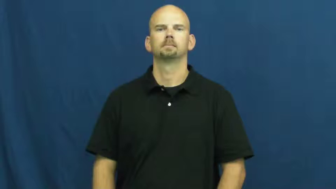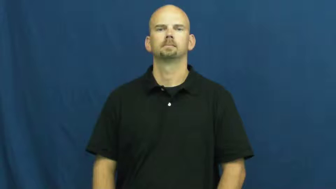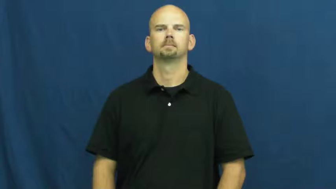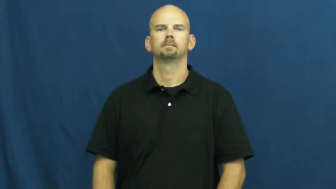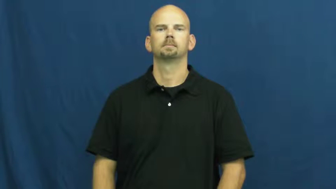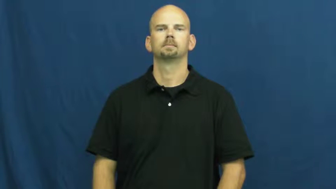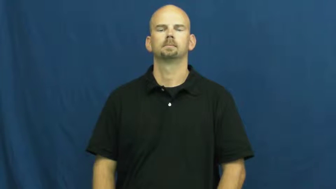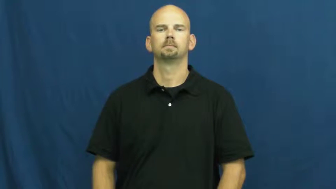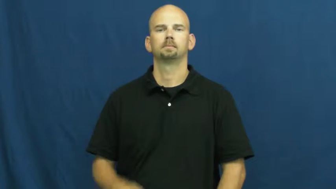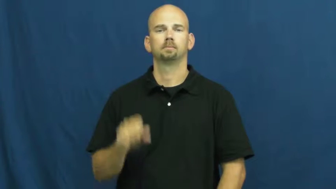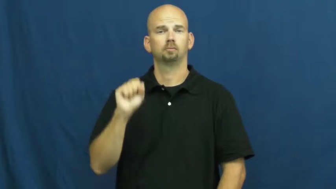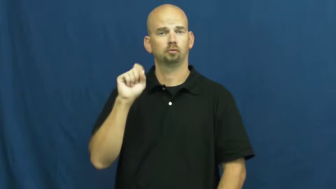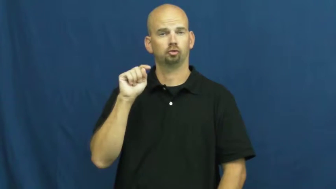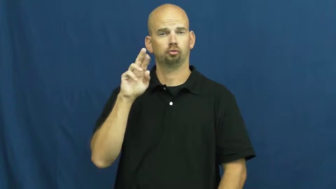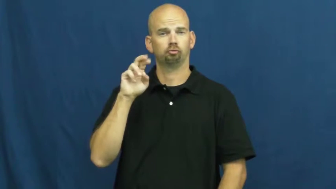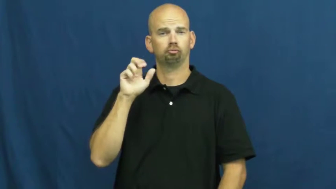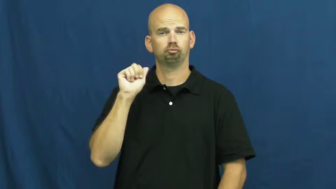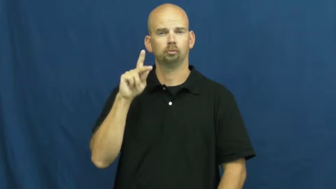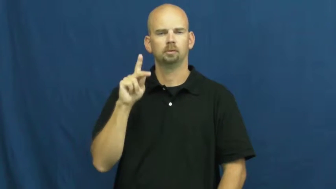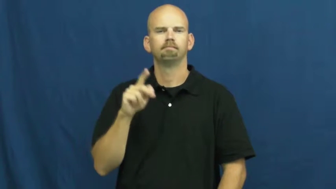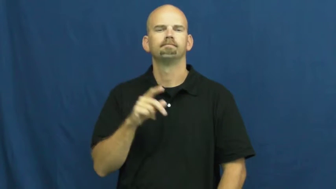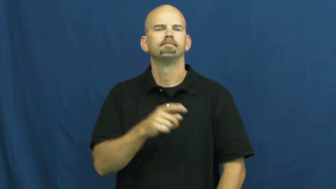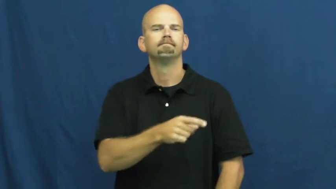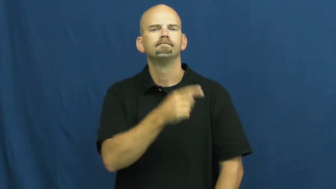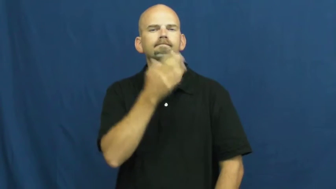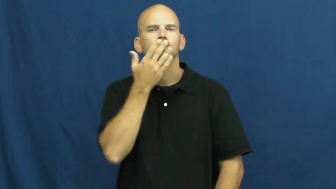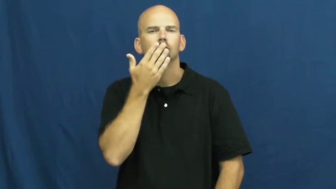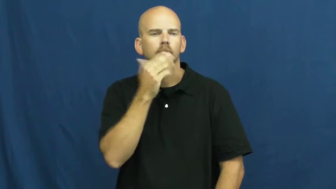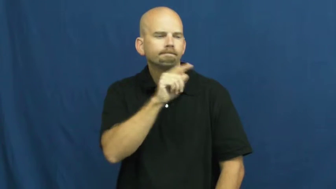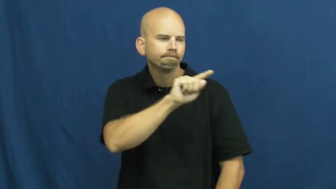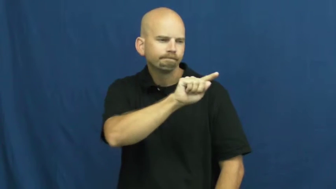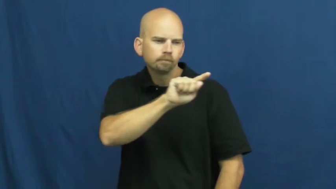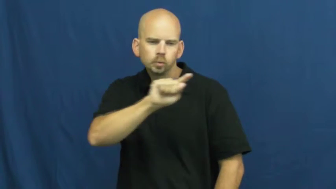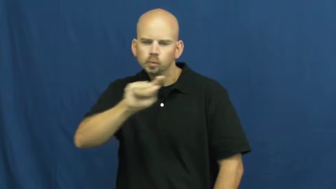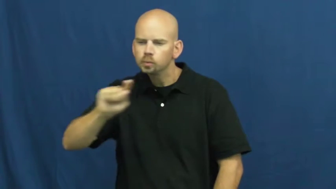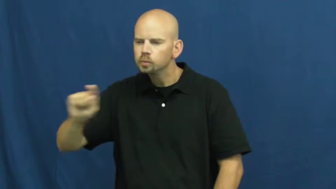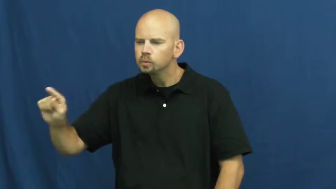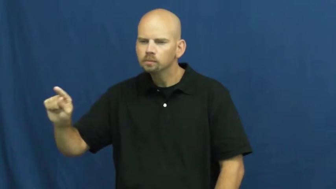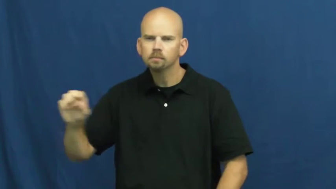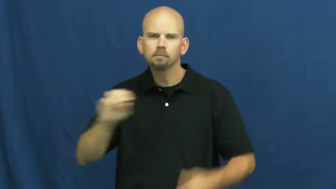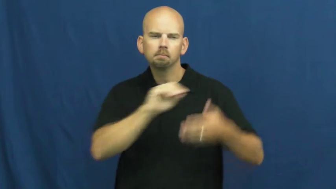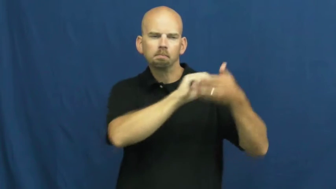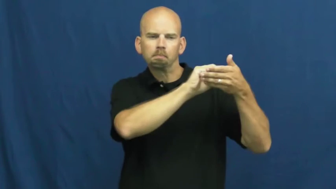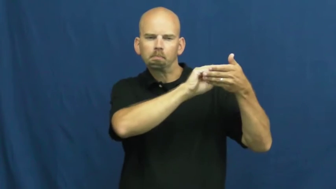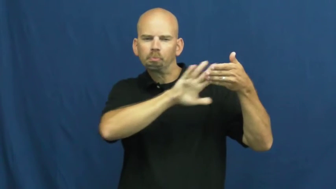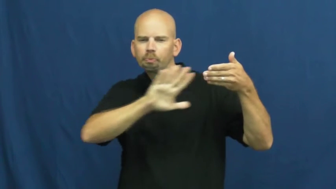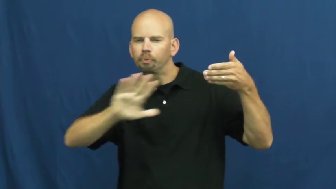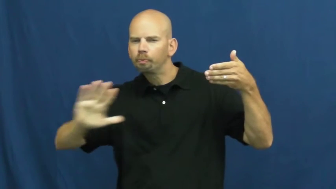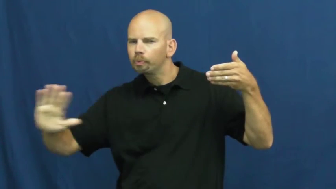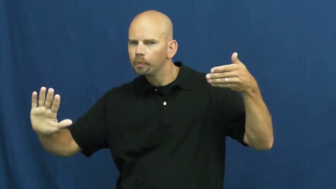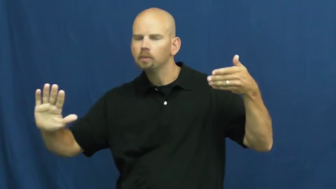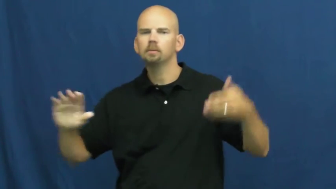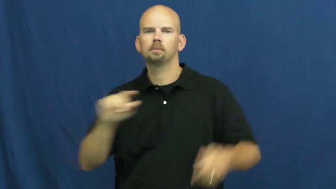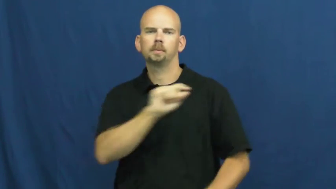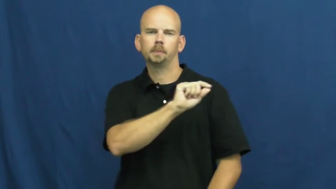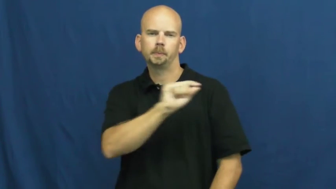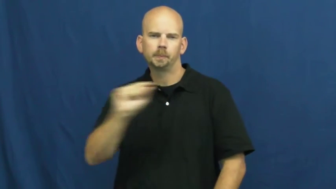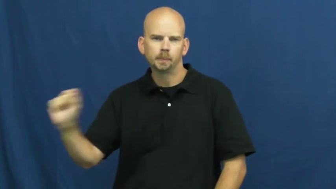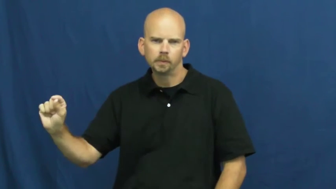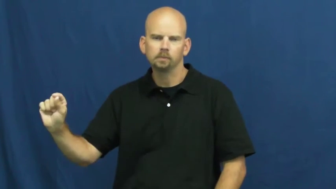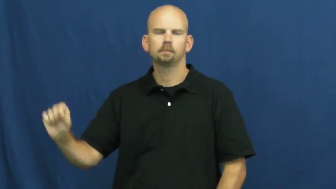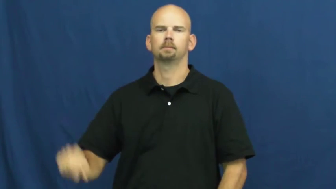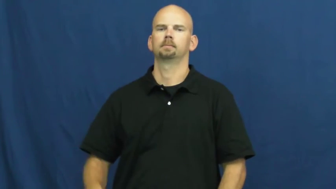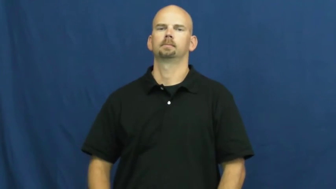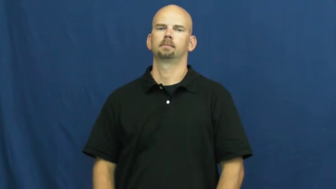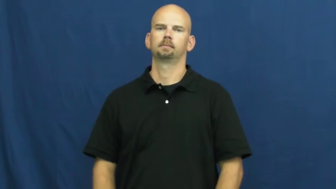streak-line